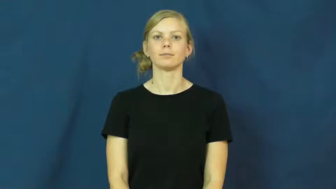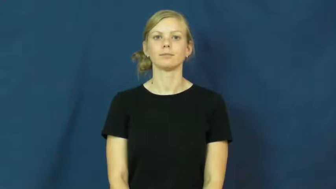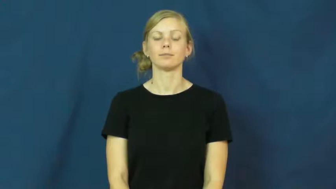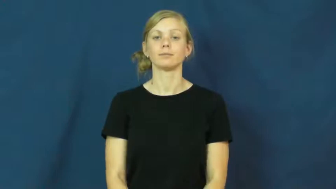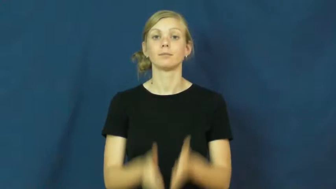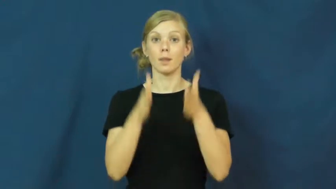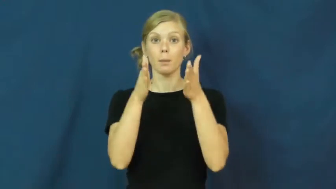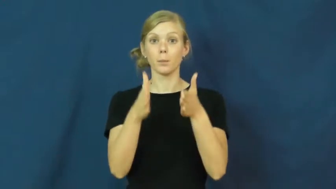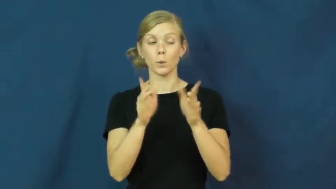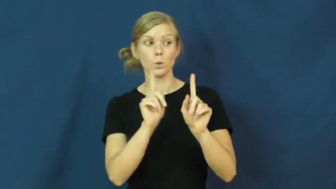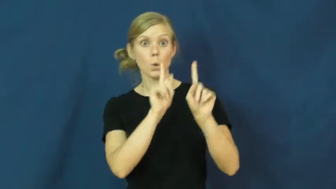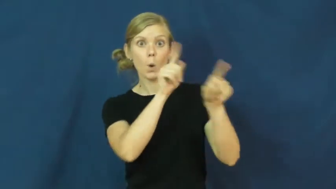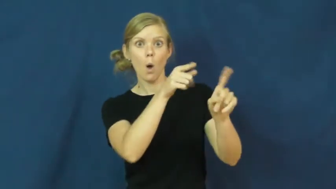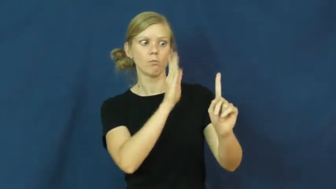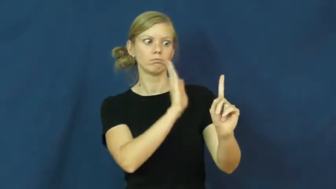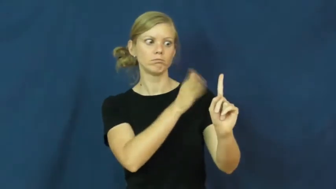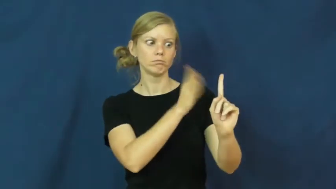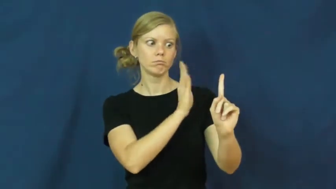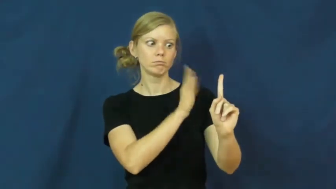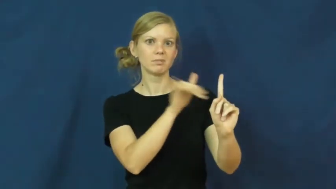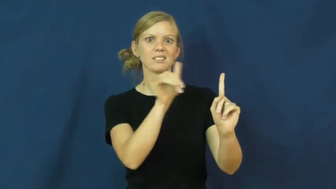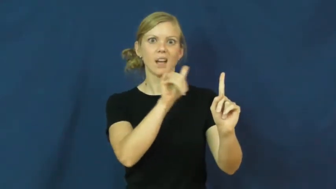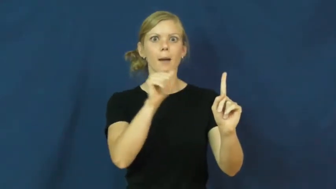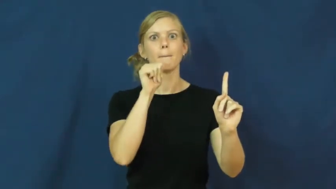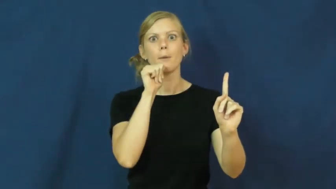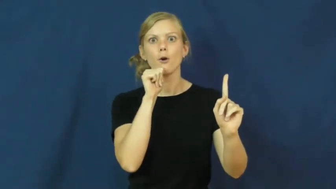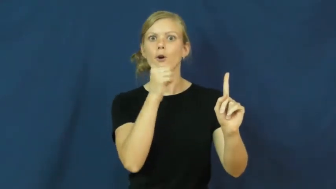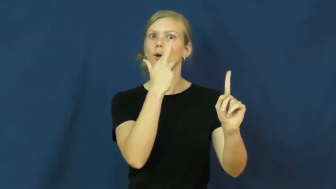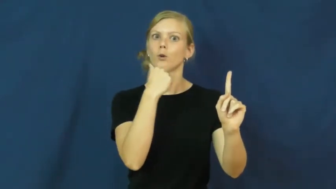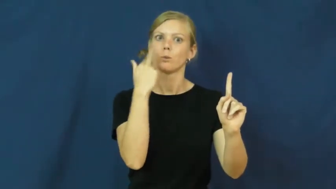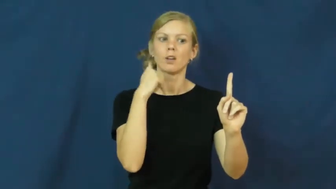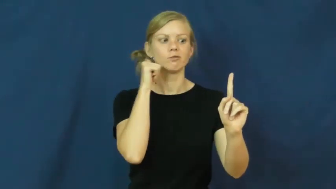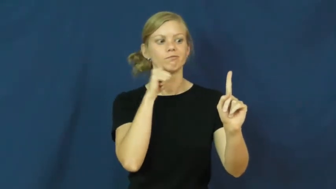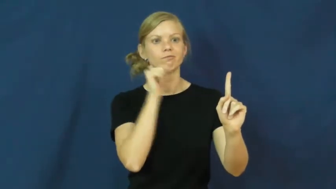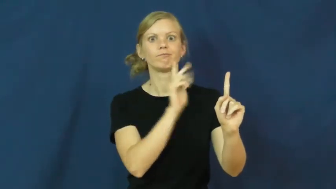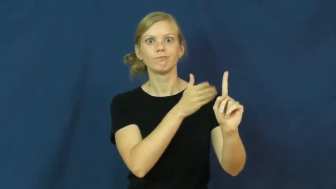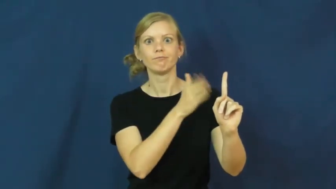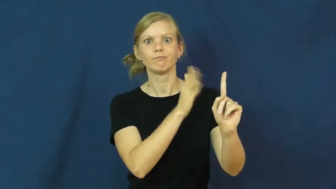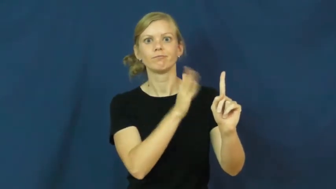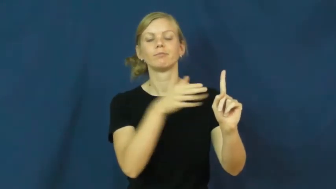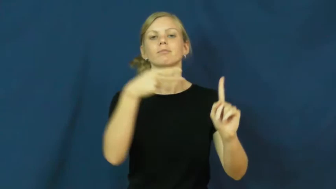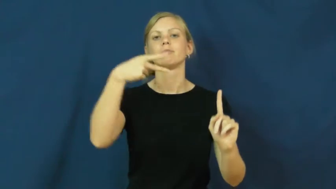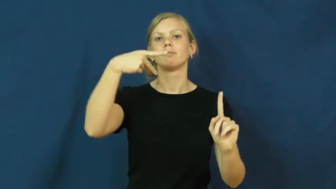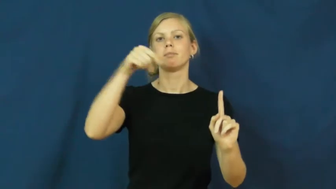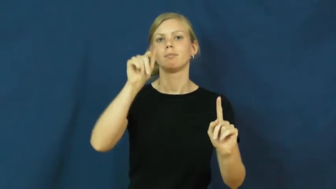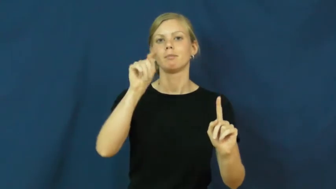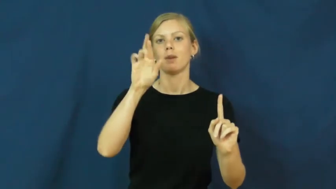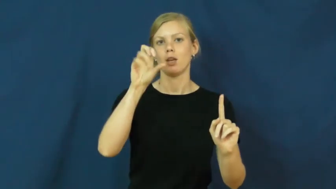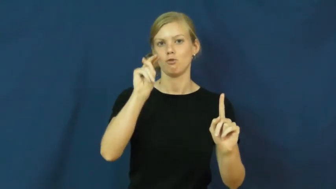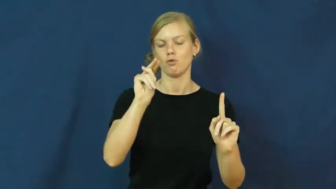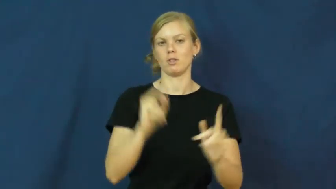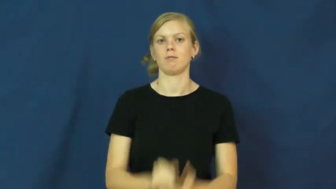patron,habitue-customer